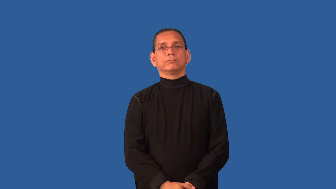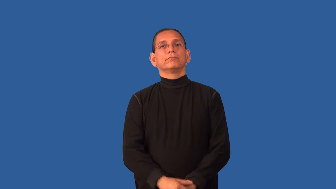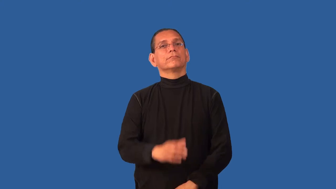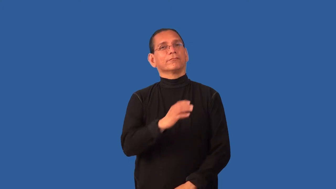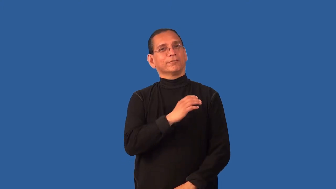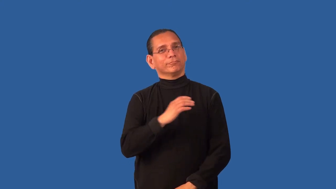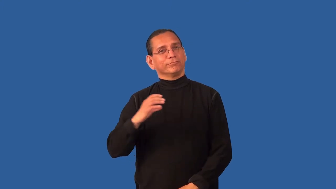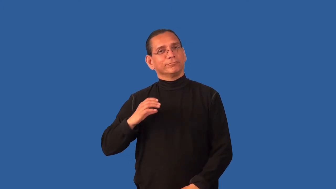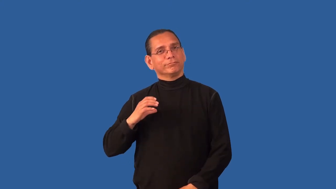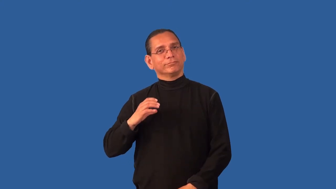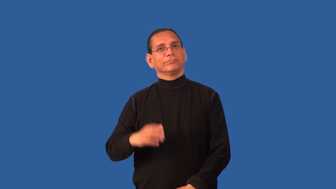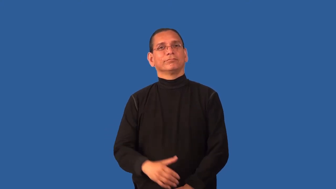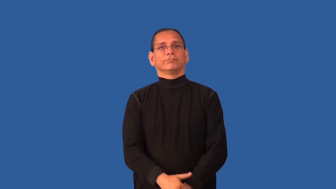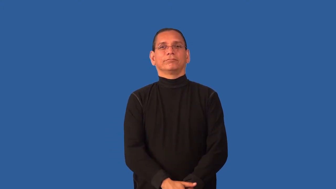commission-board